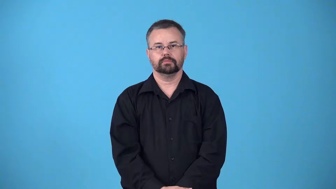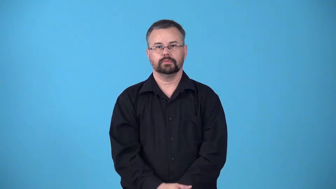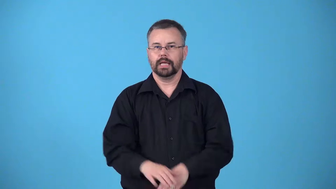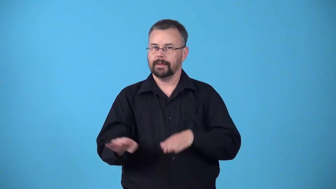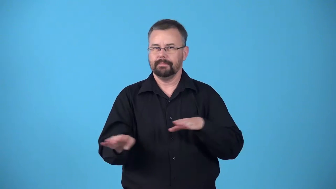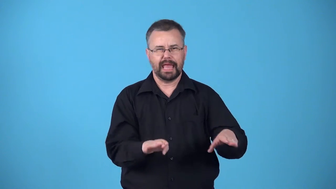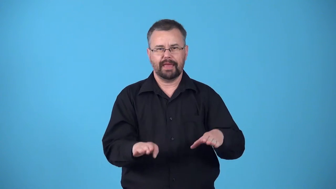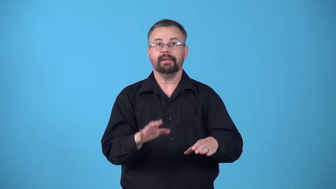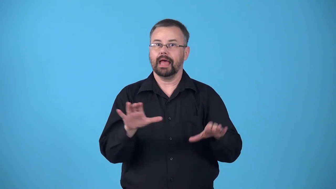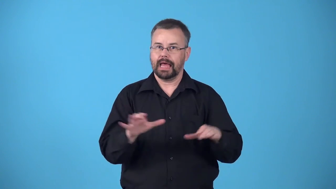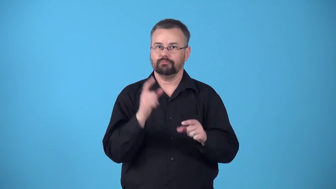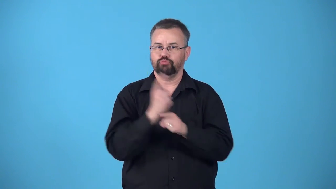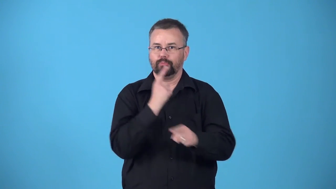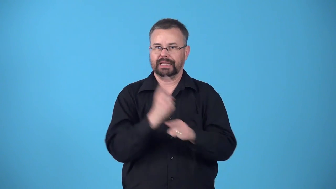behave-act right